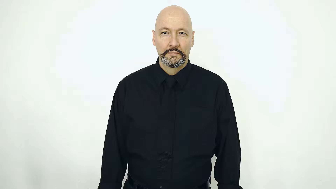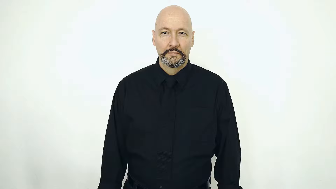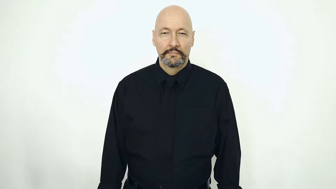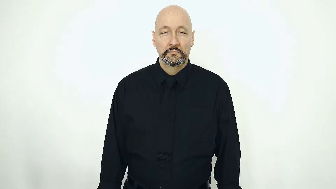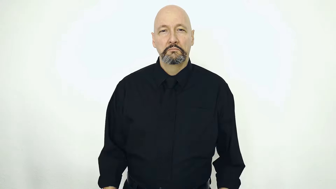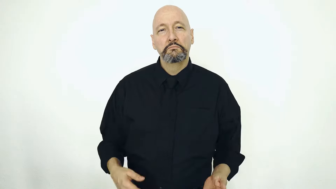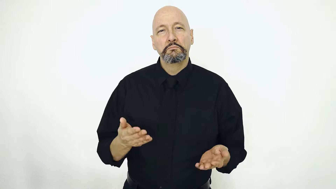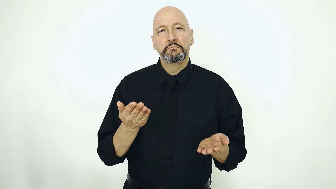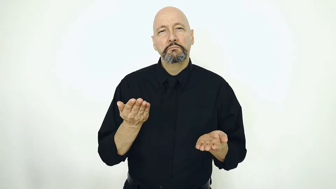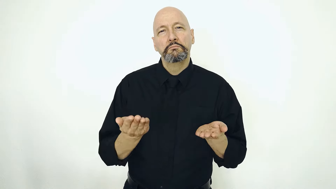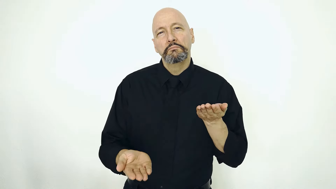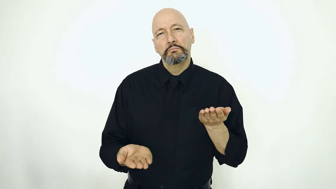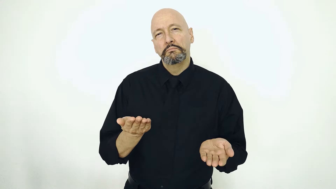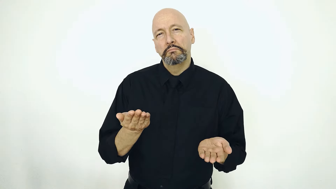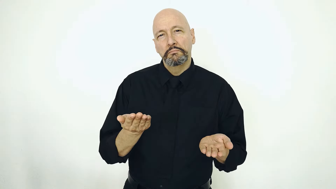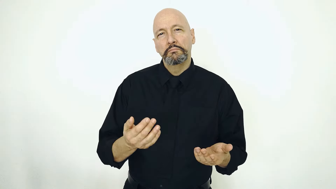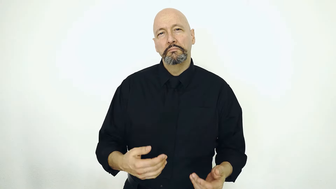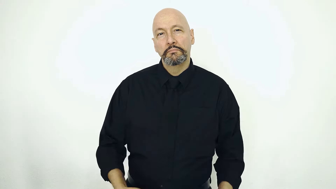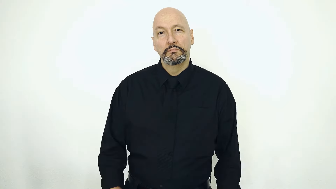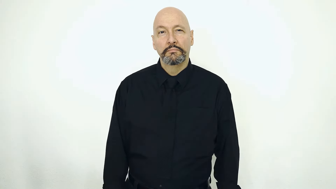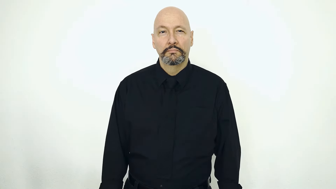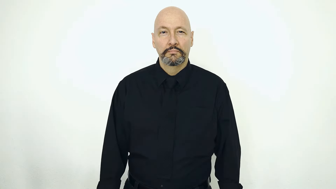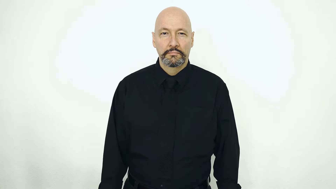MAYBE-[may, might]